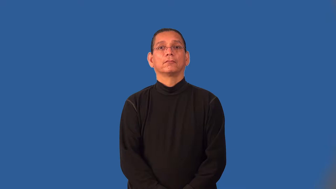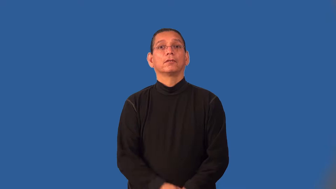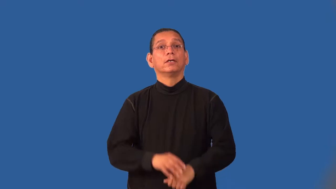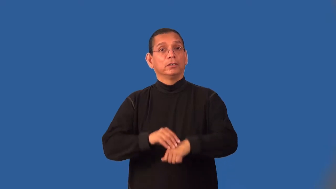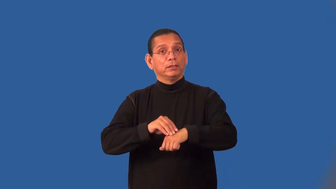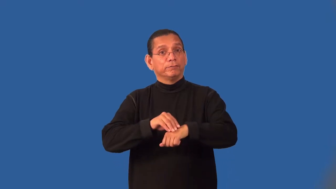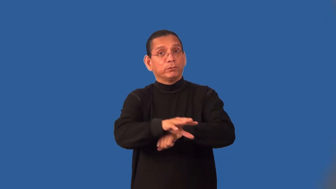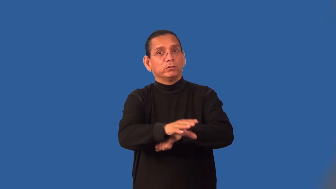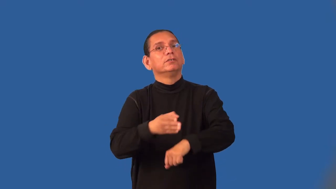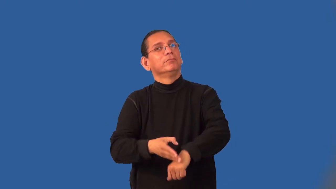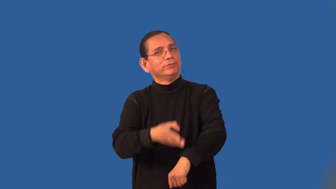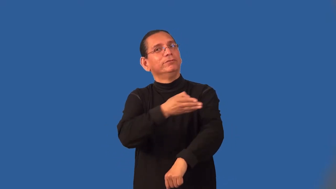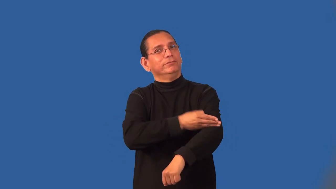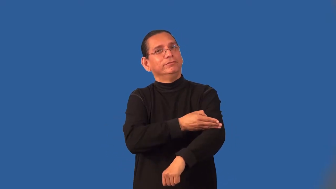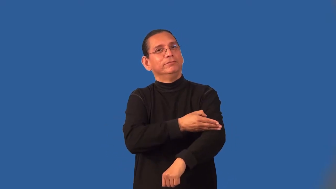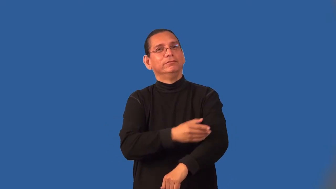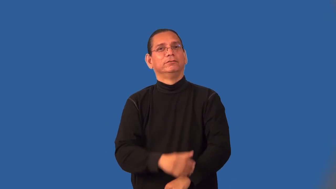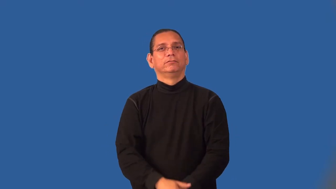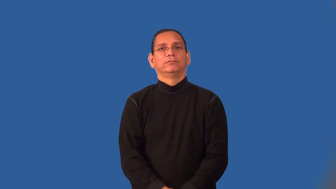infuse-teach